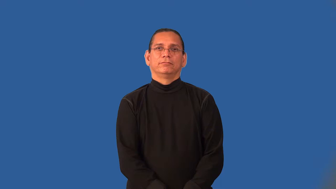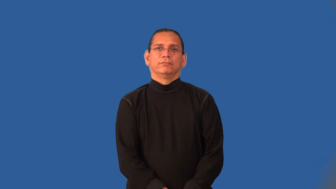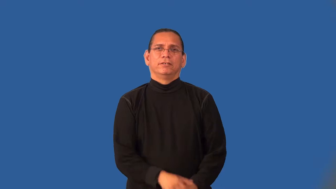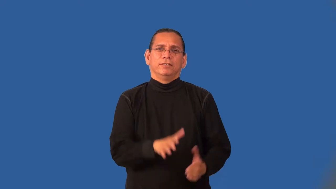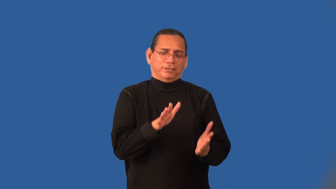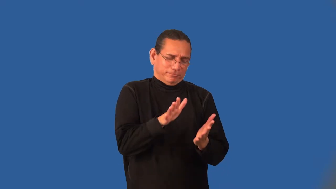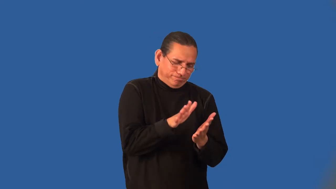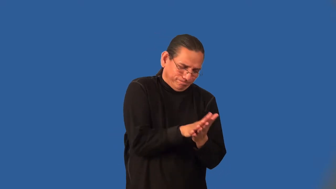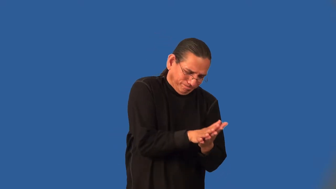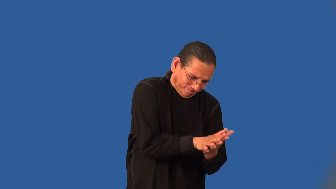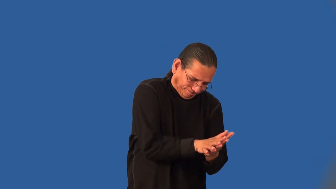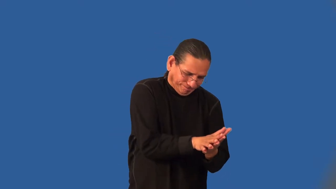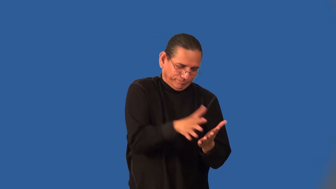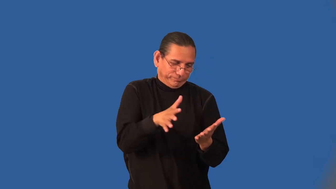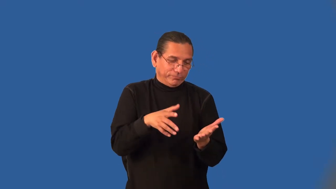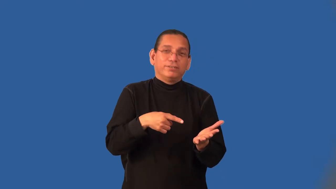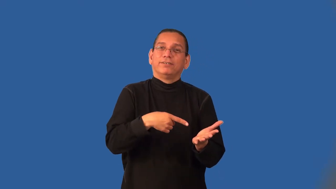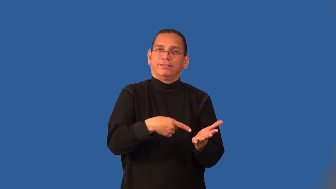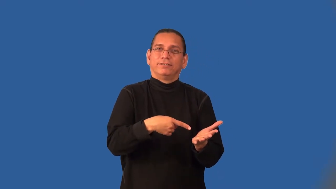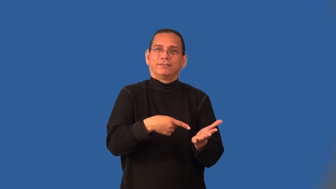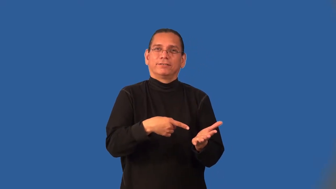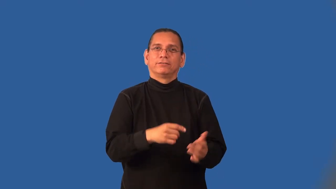imprint